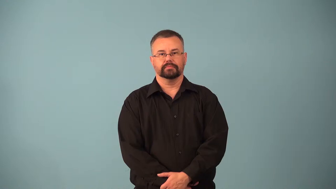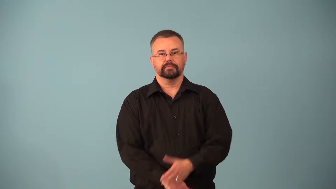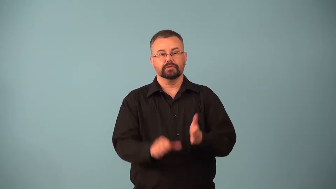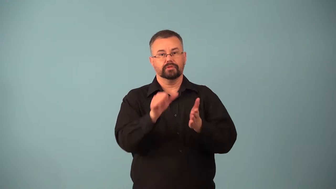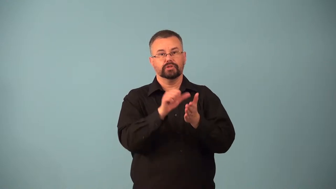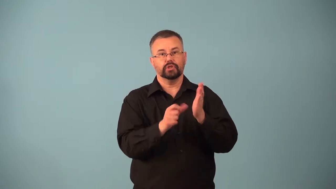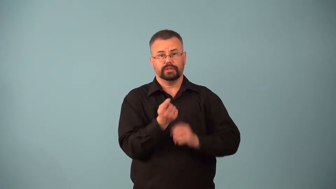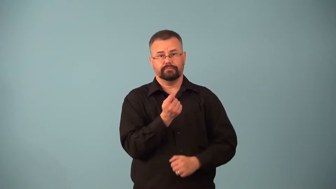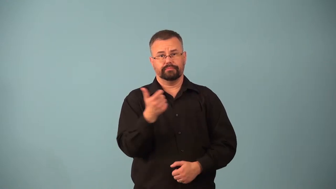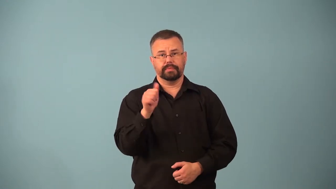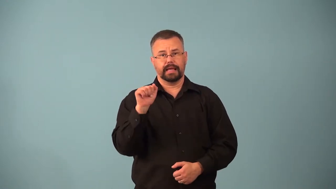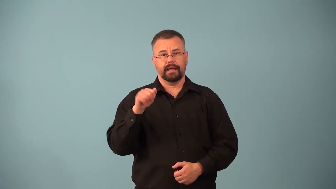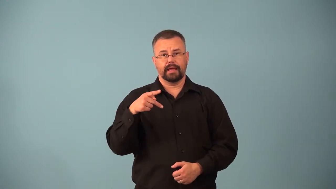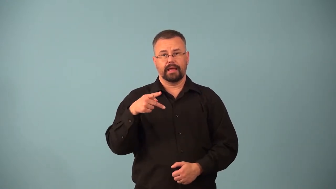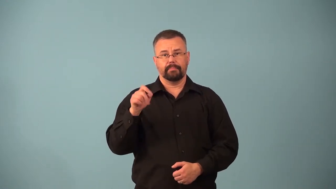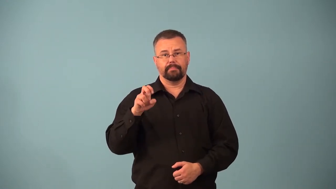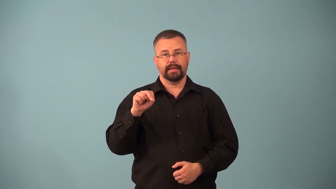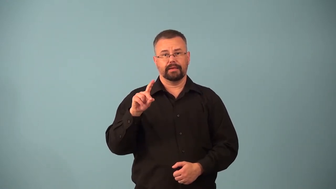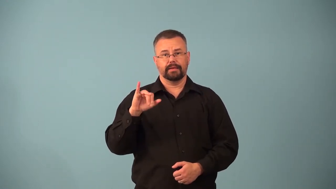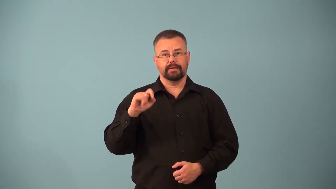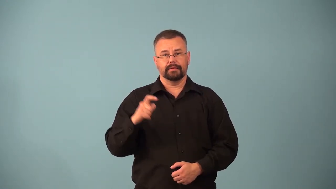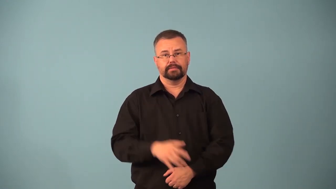appendectomy